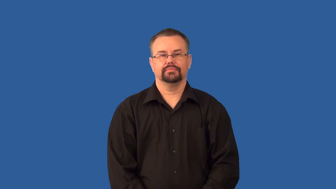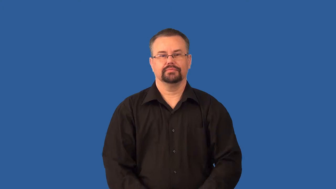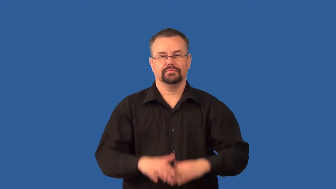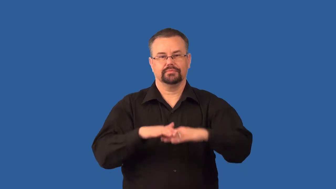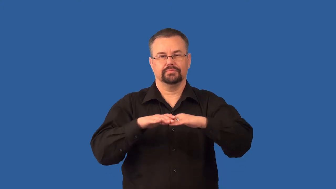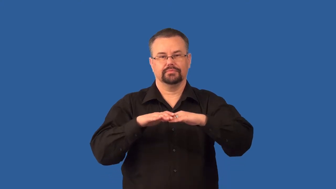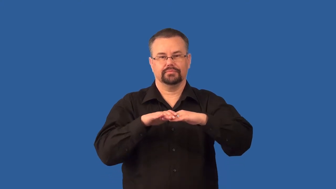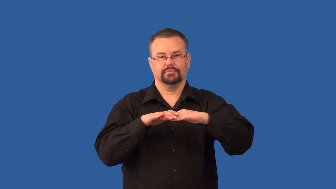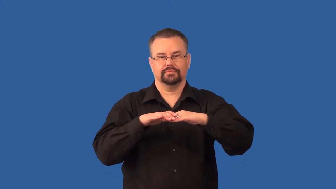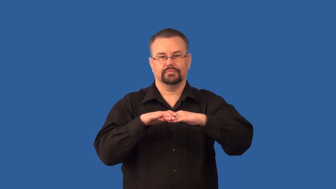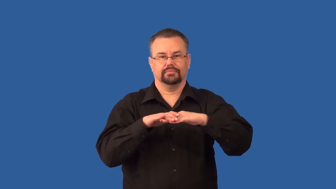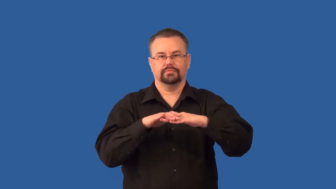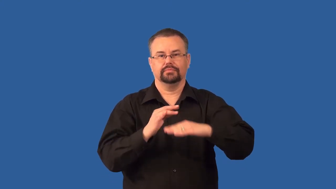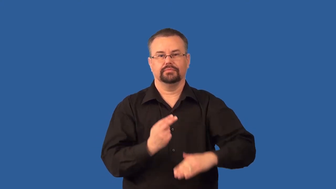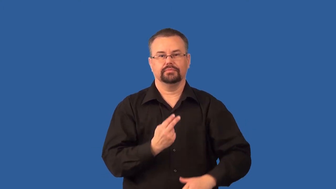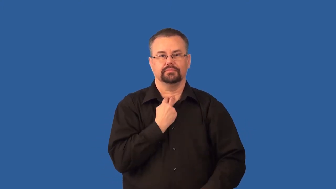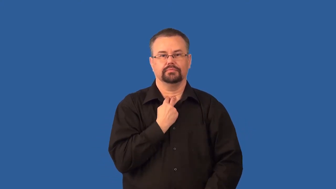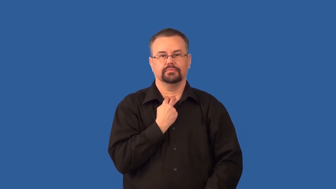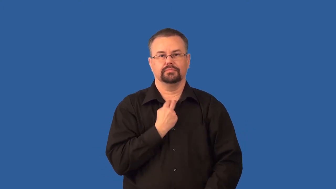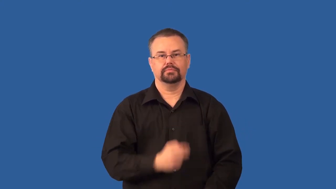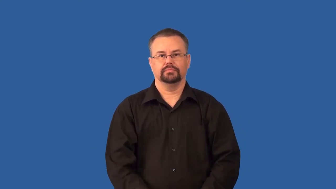static,friction